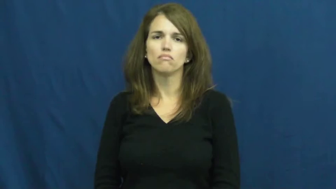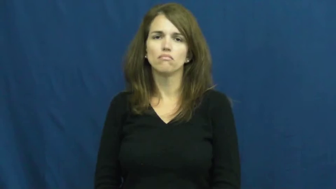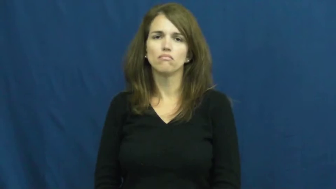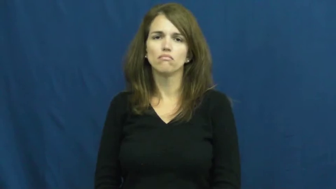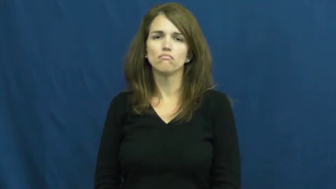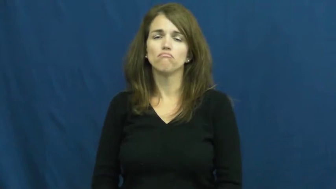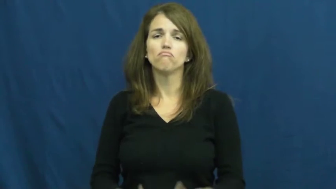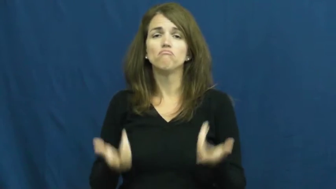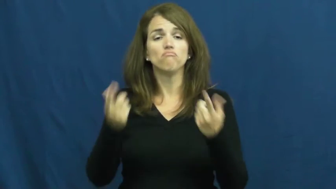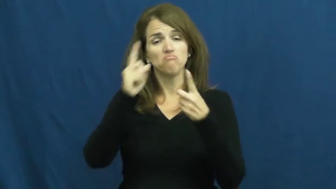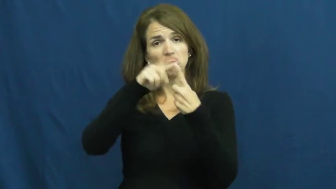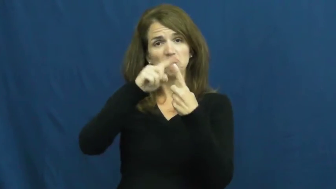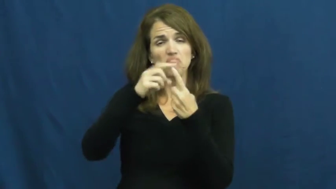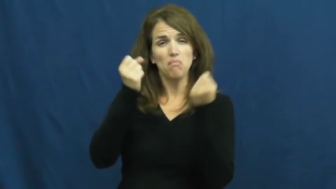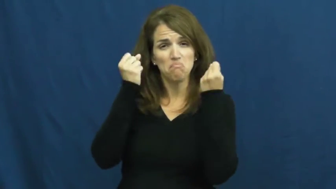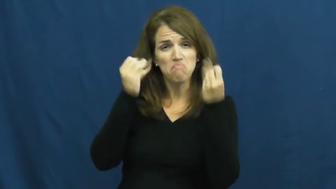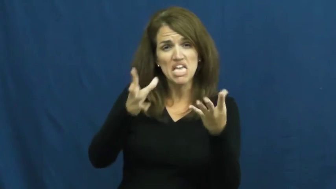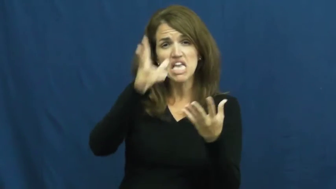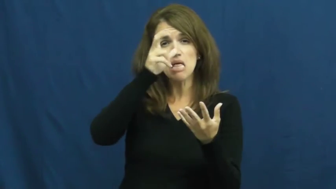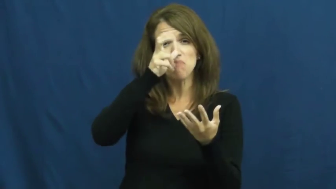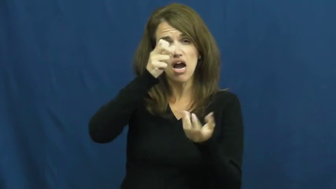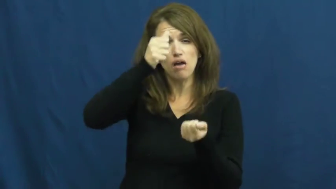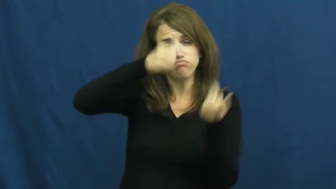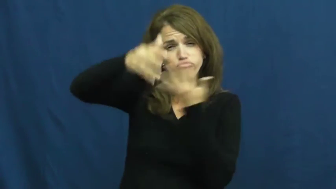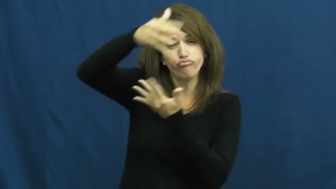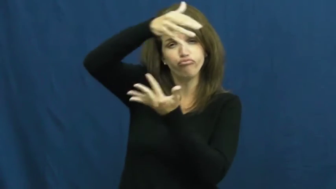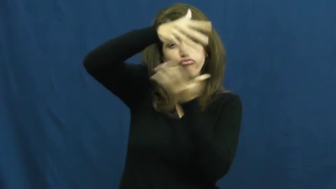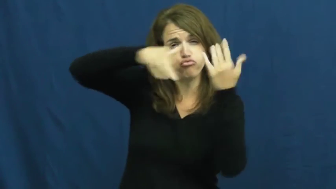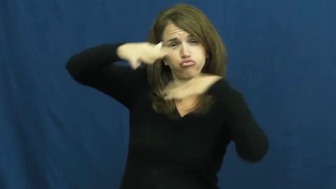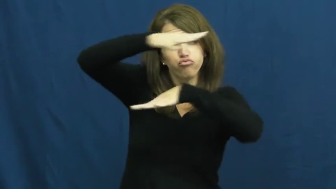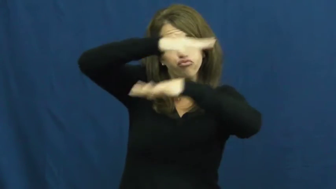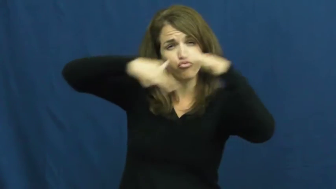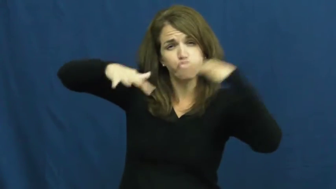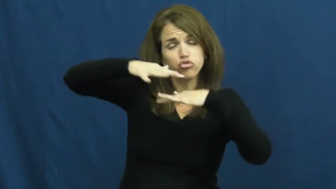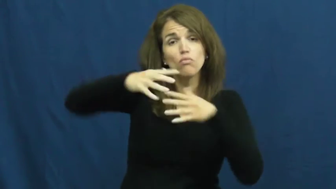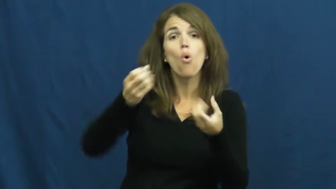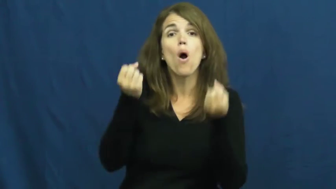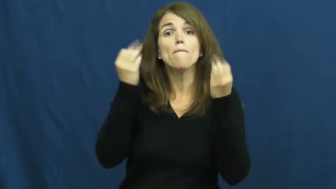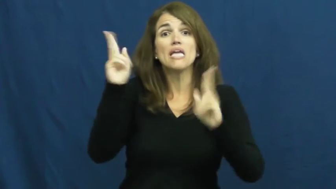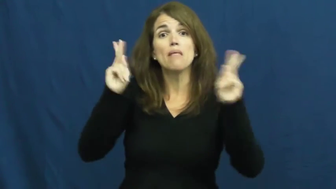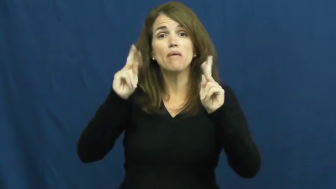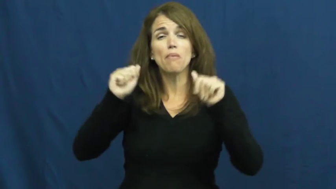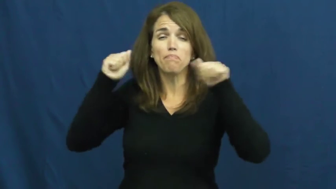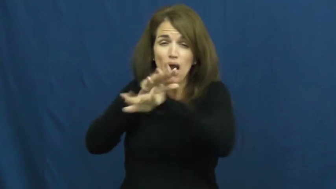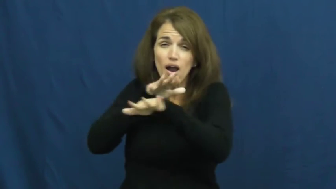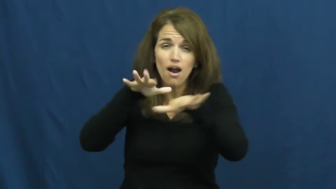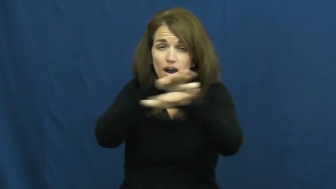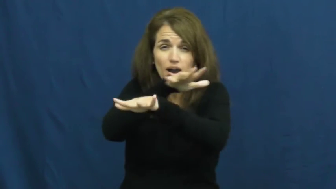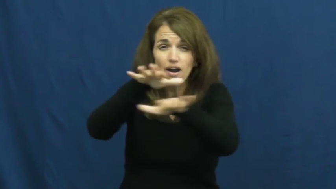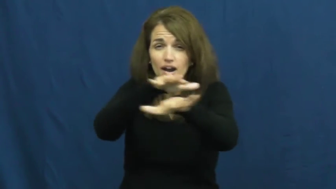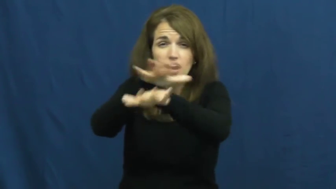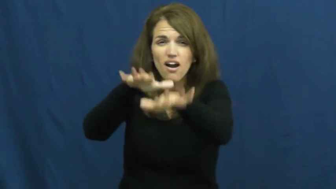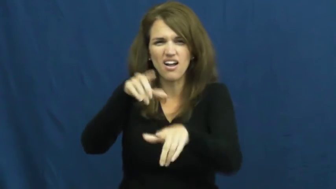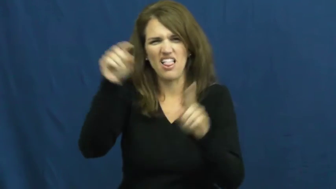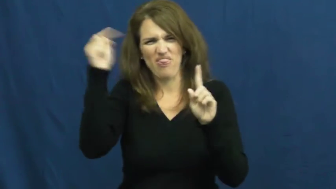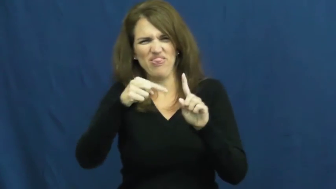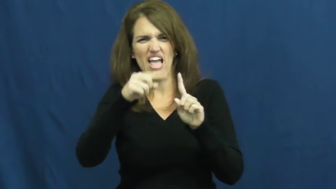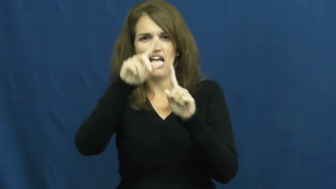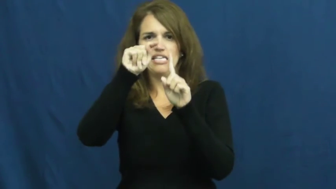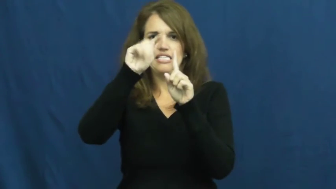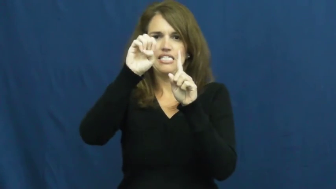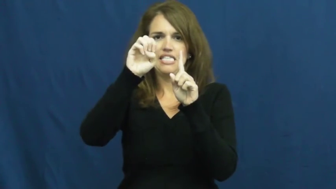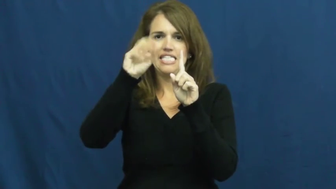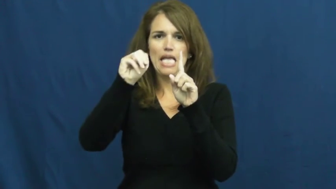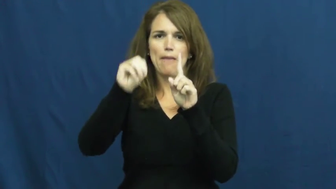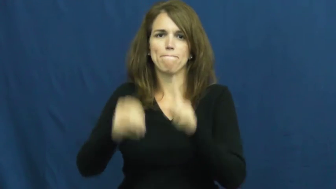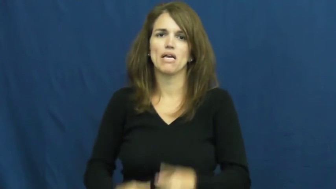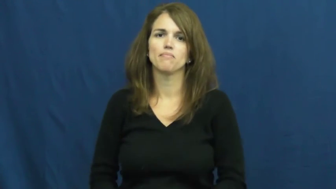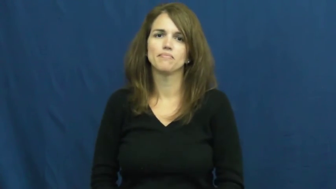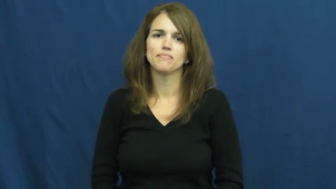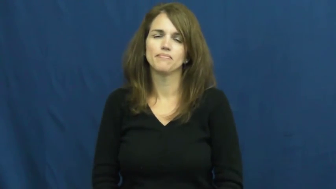teem